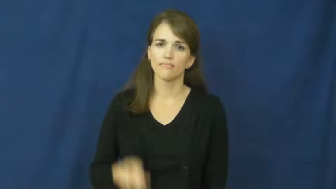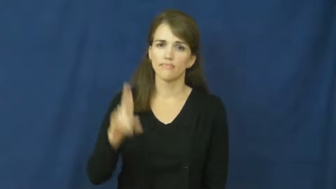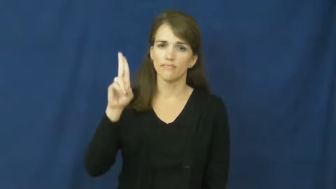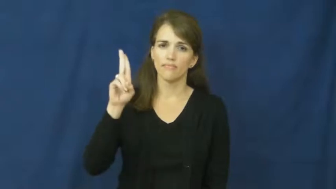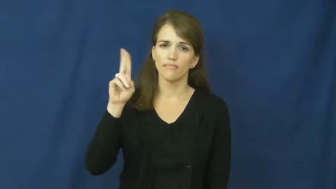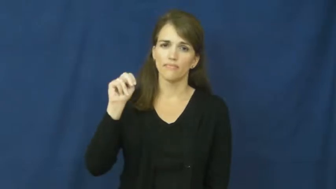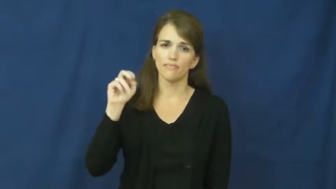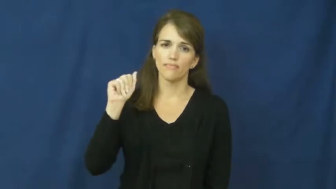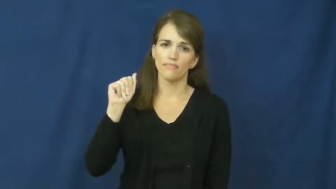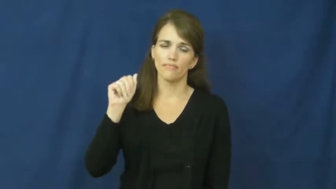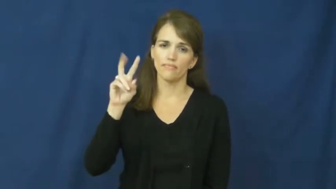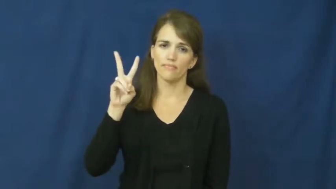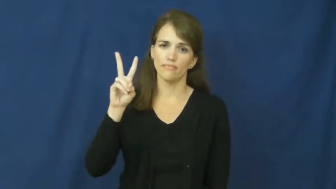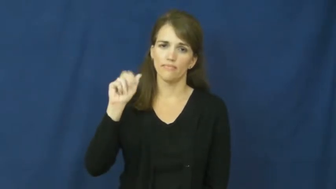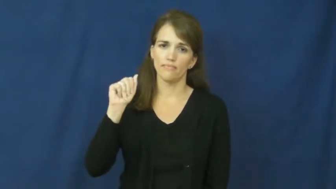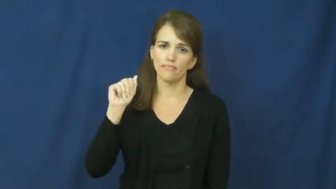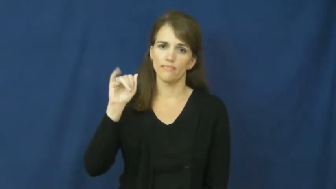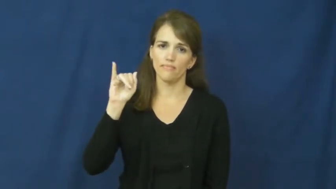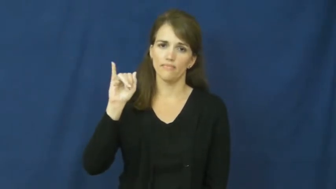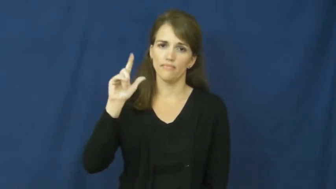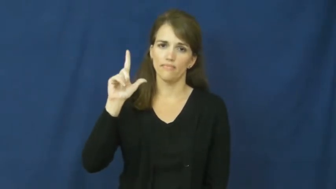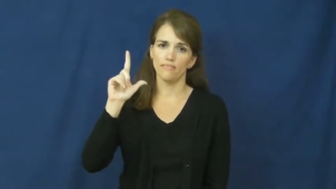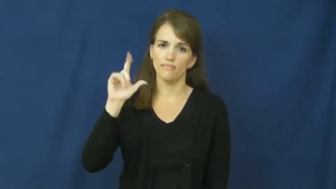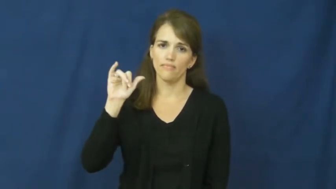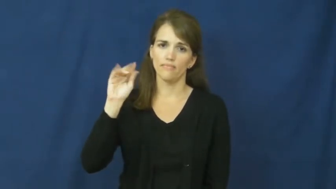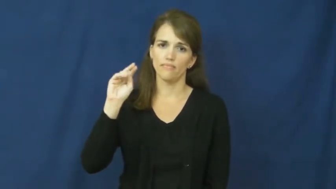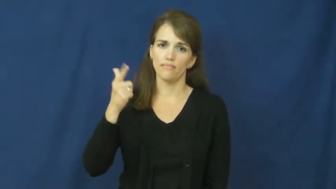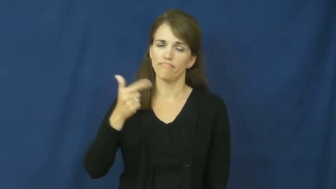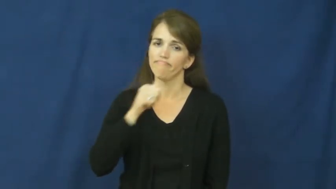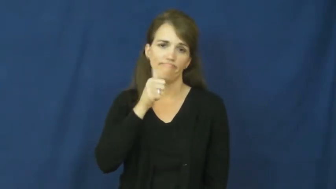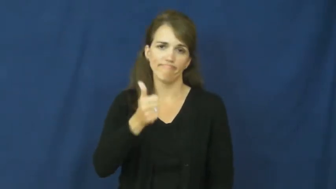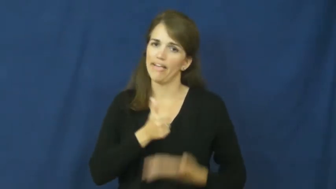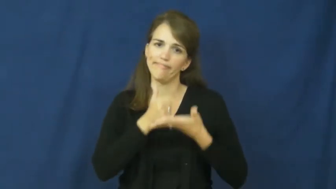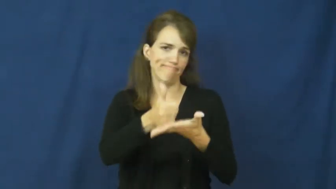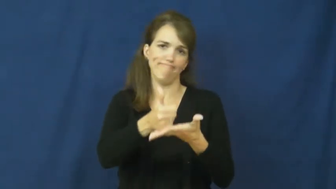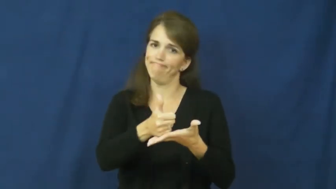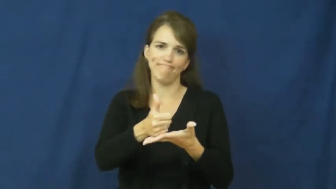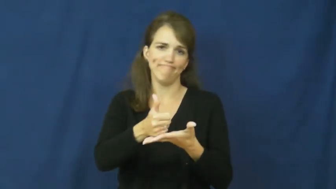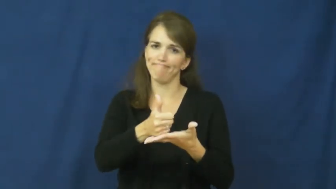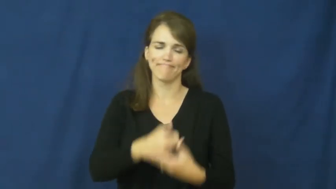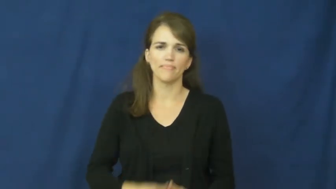unavailing